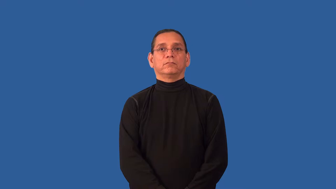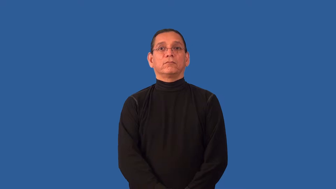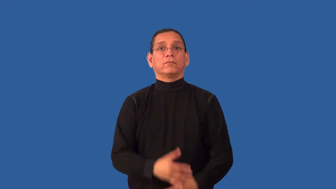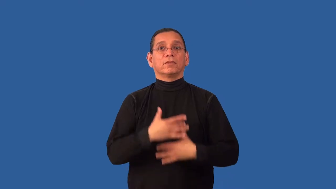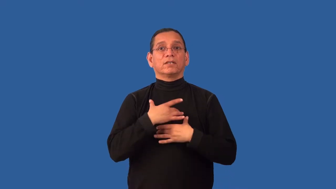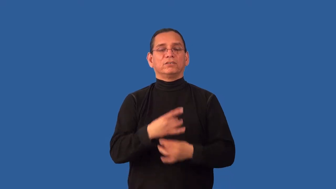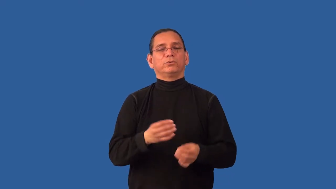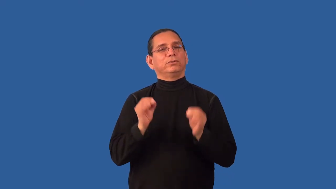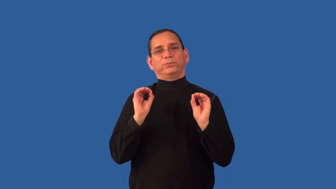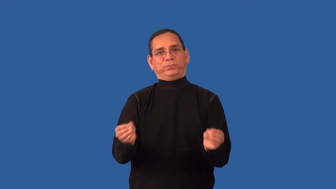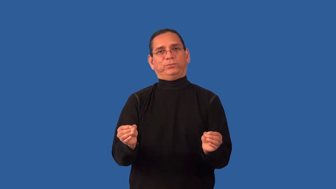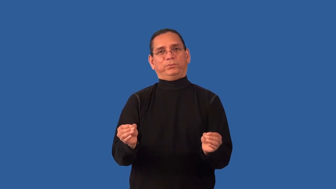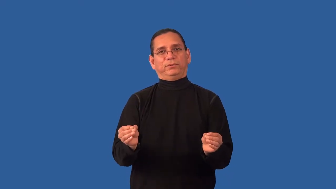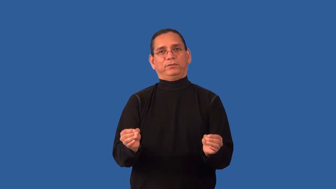disinterest